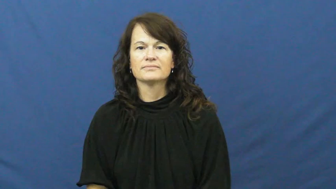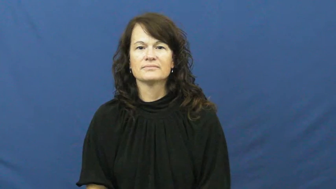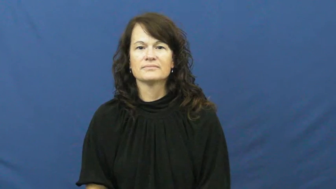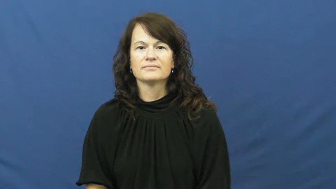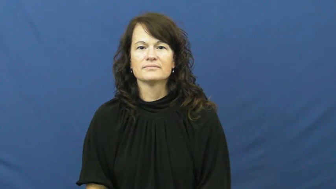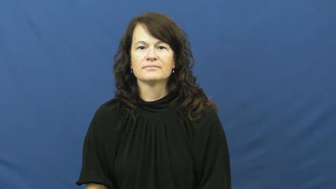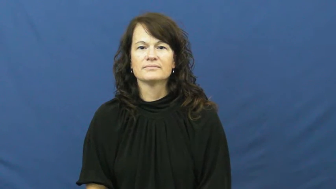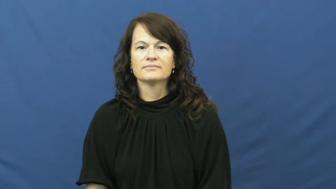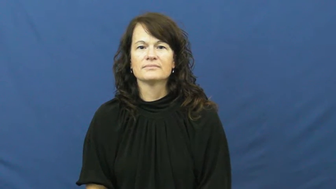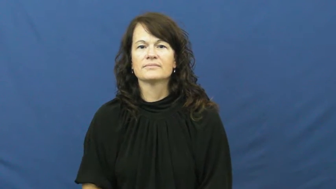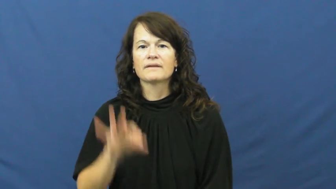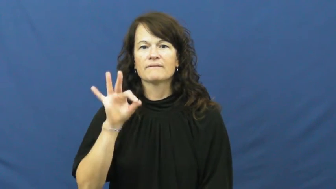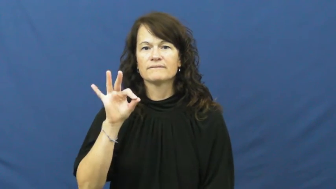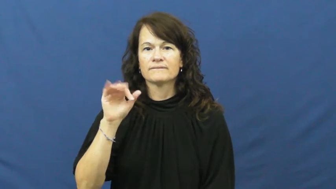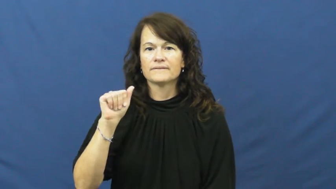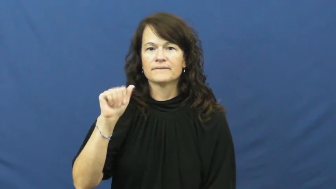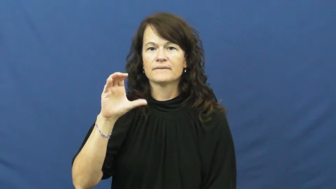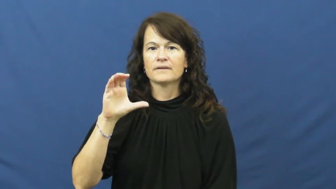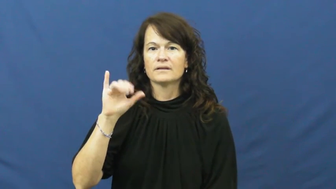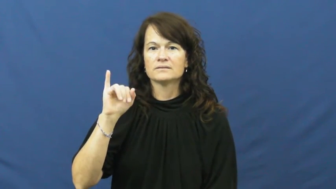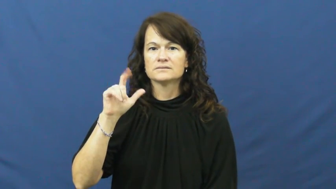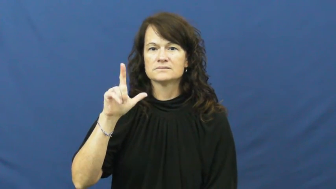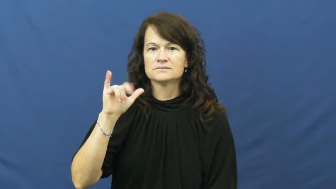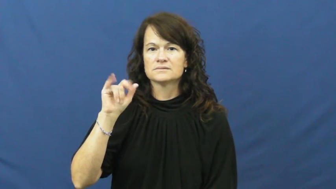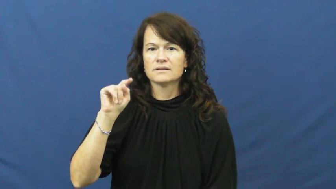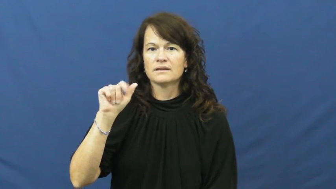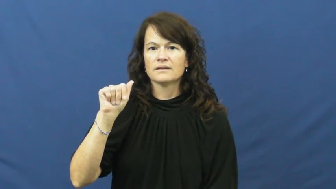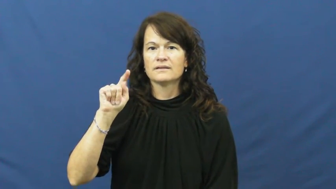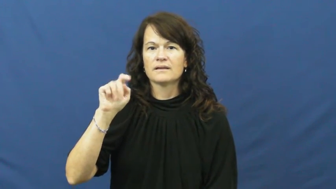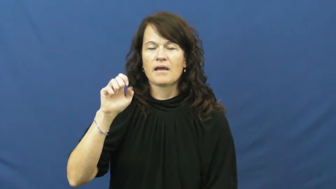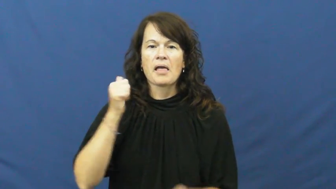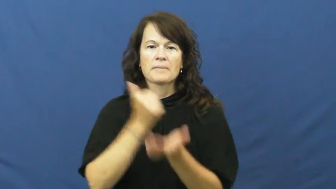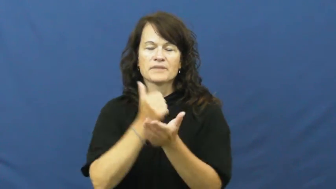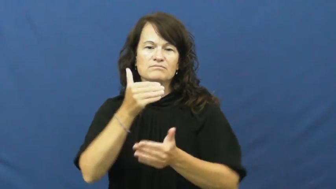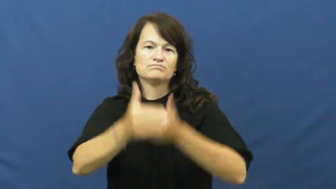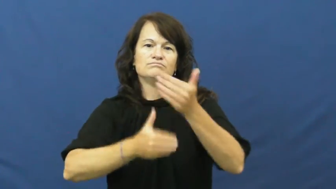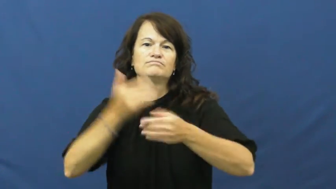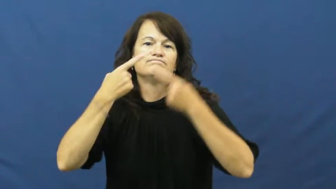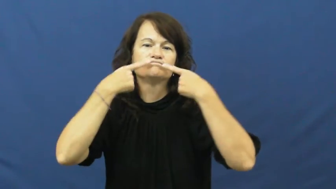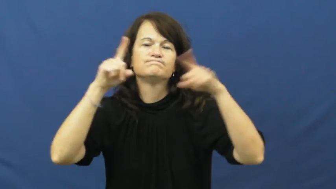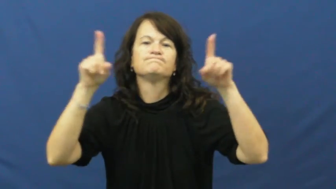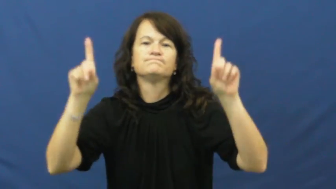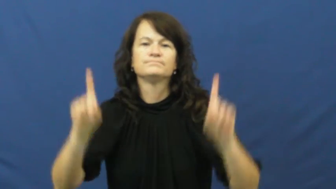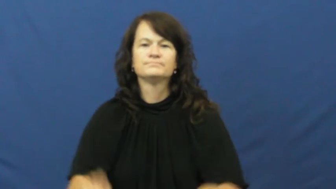facilitate